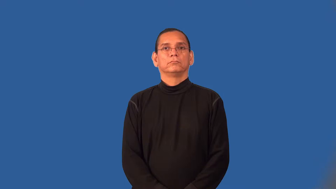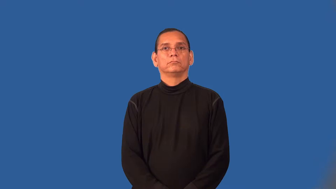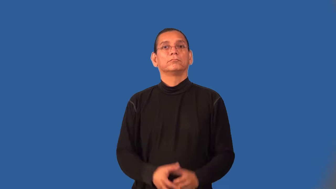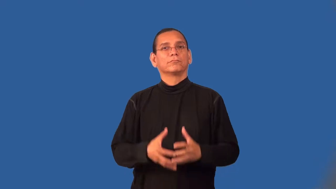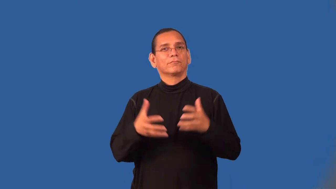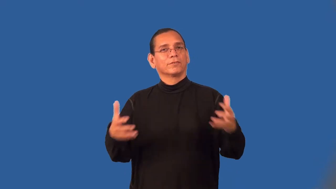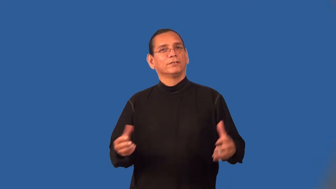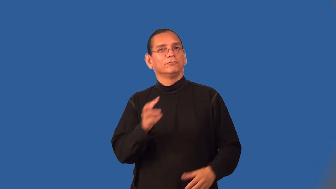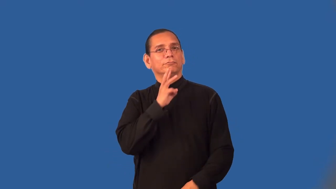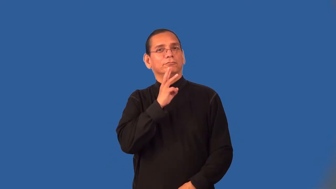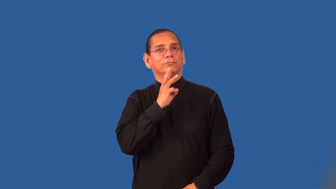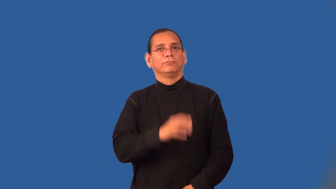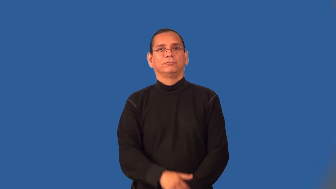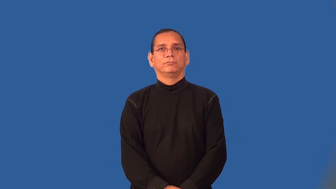watery,washy